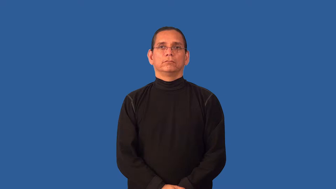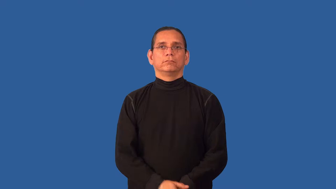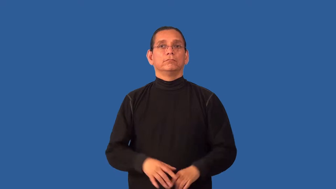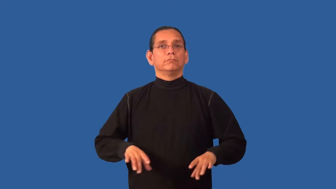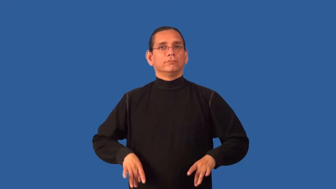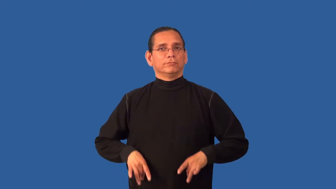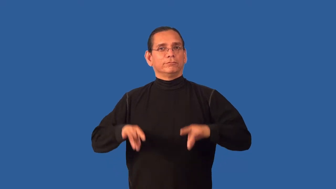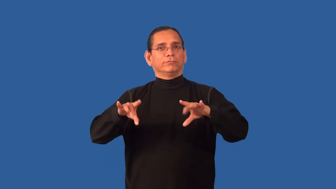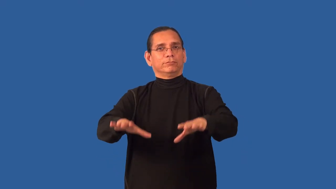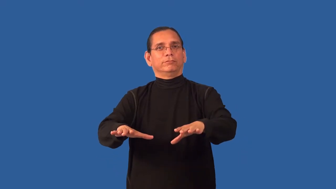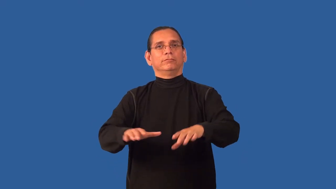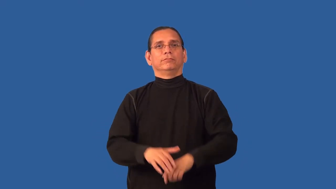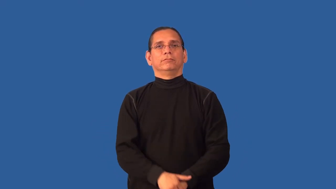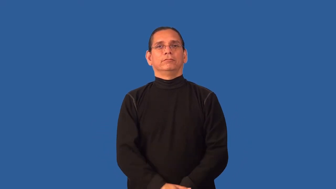australian-related to